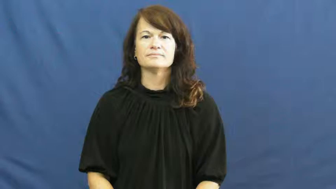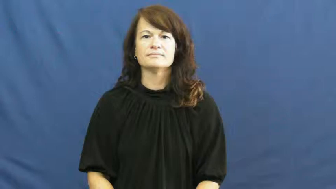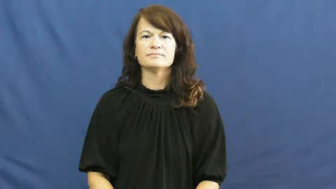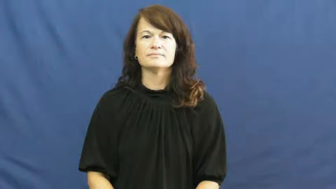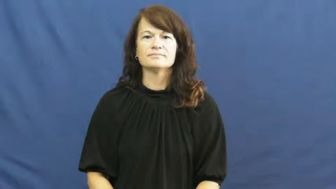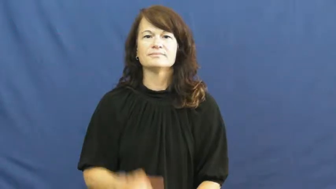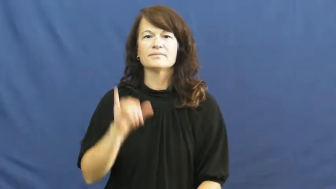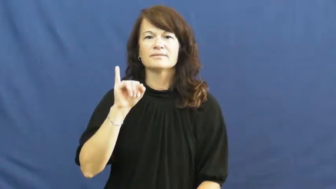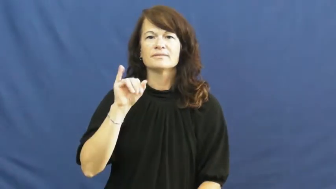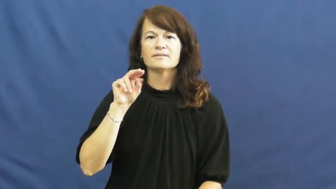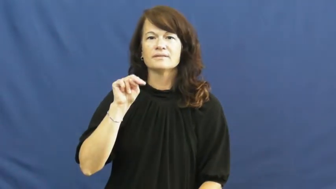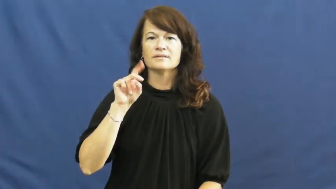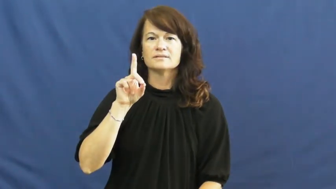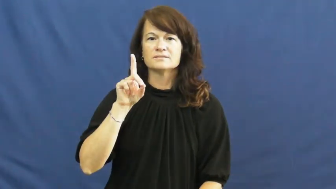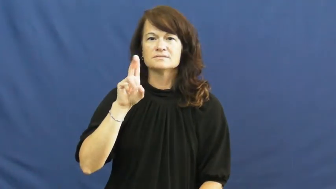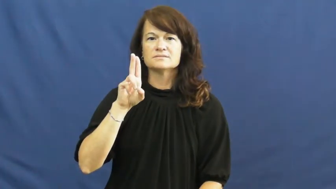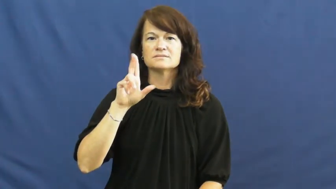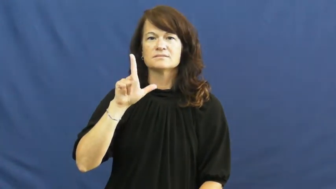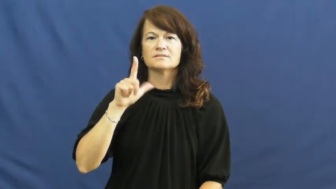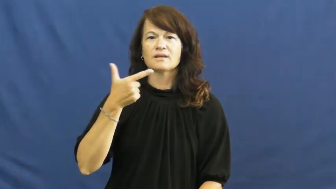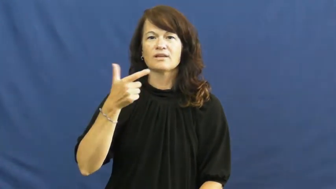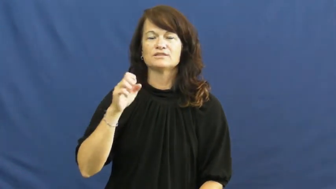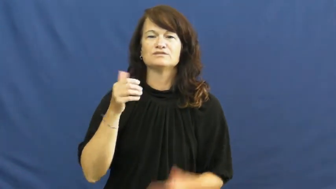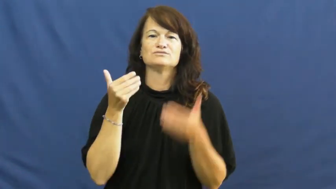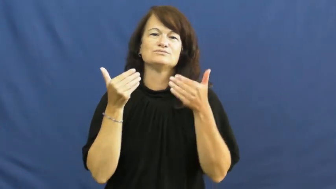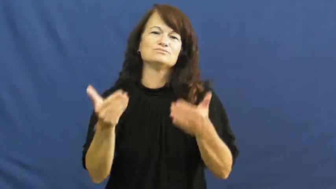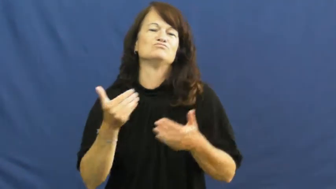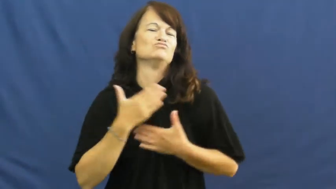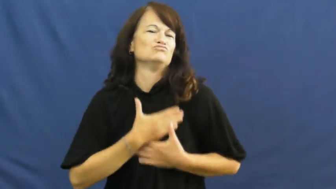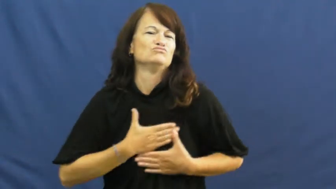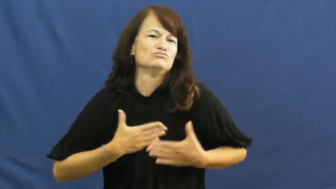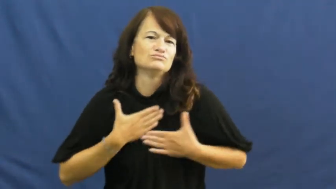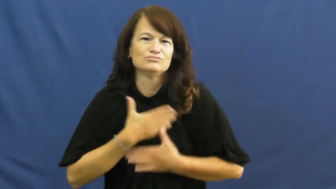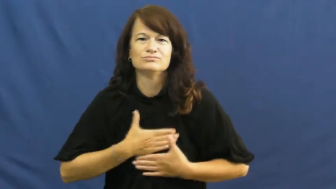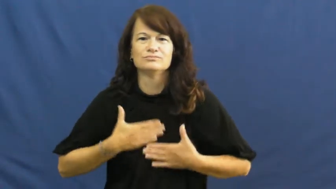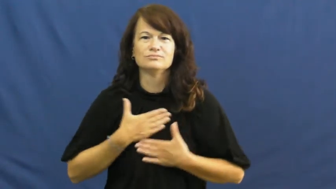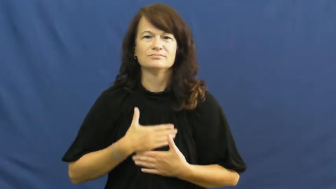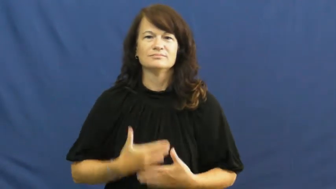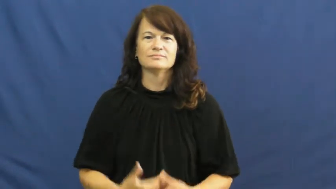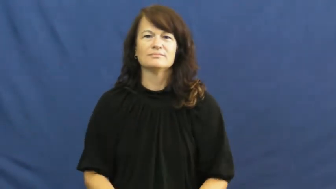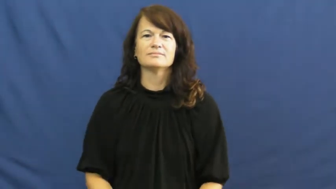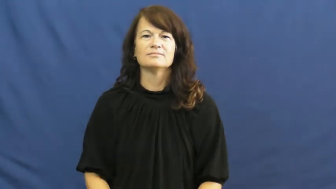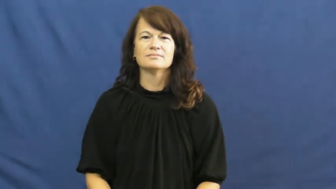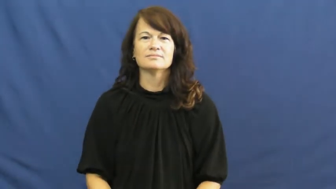indulge-enjoy